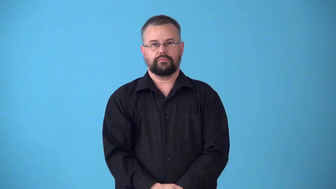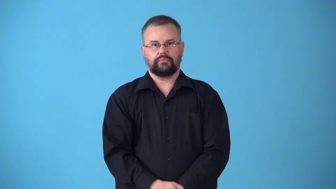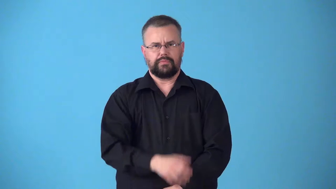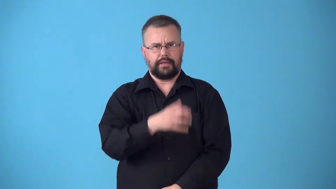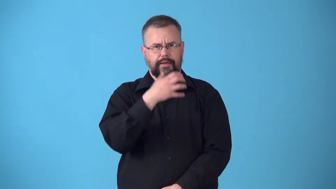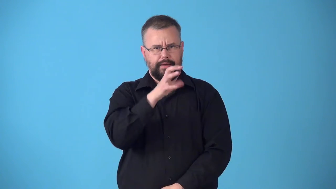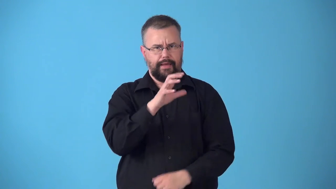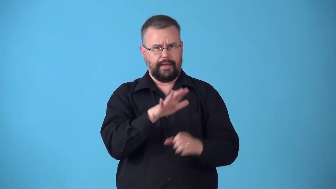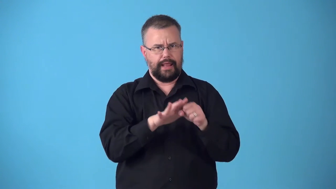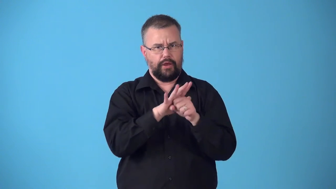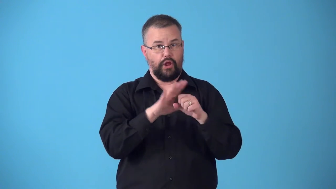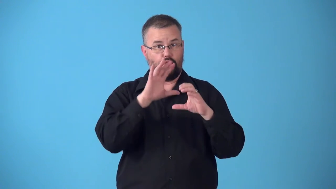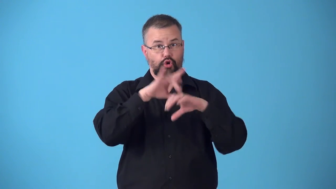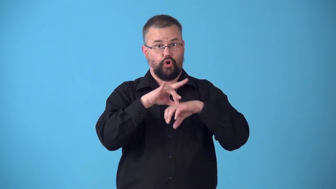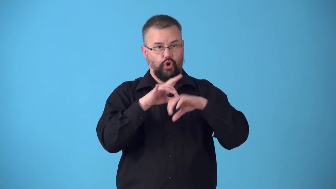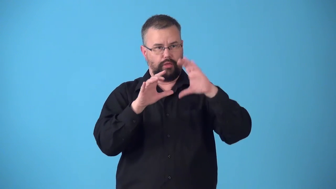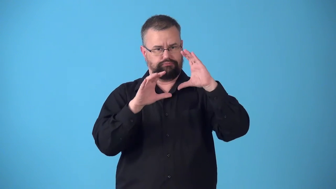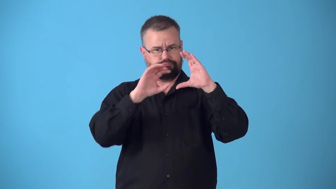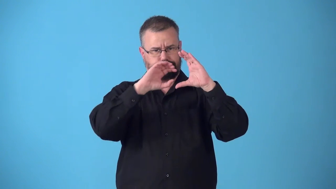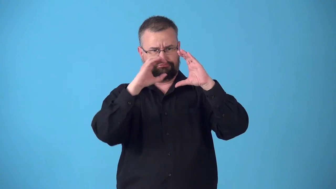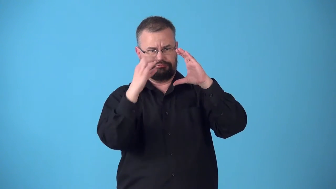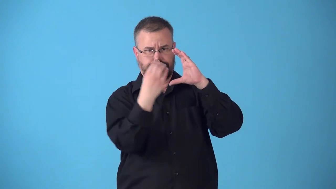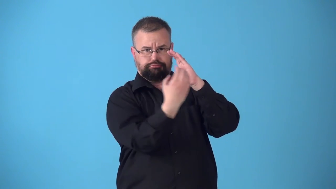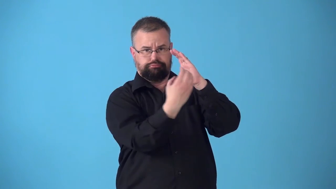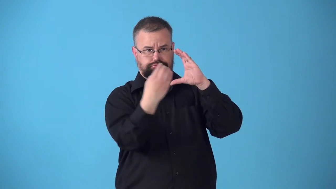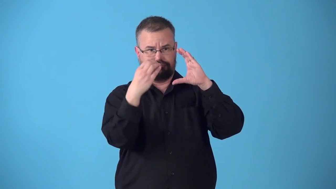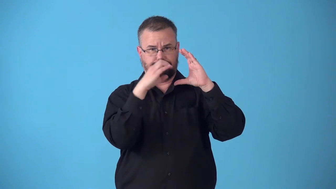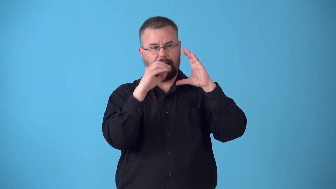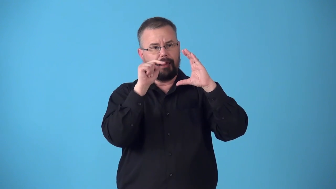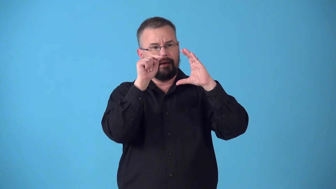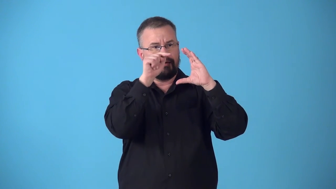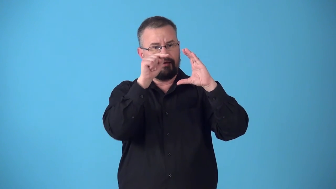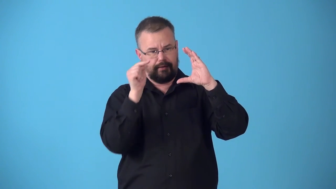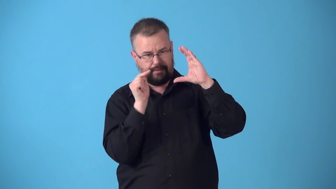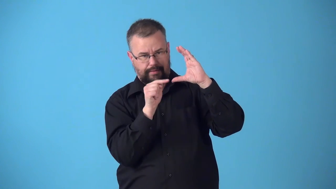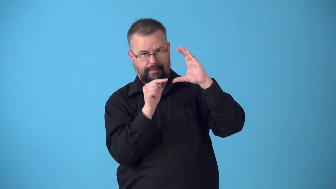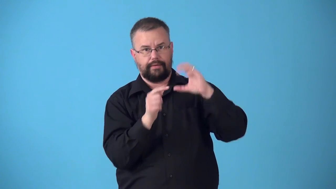subtropical